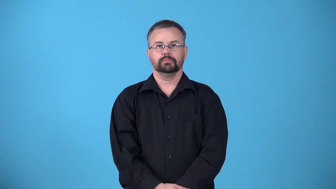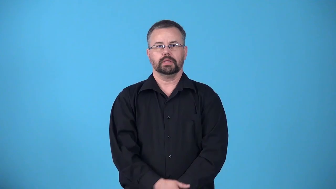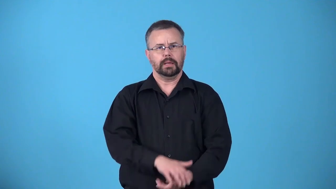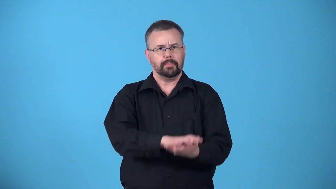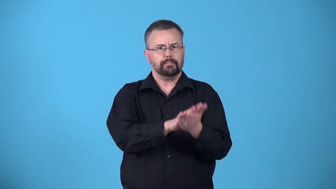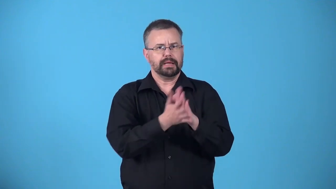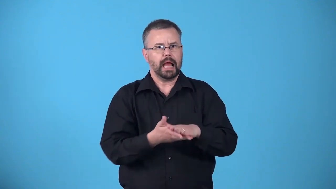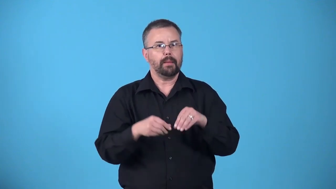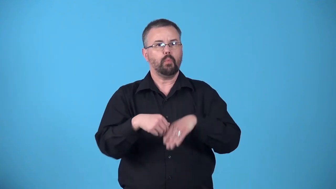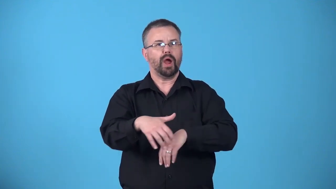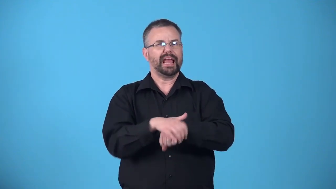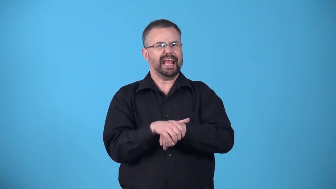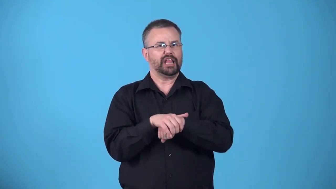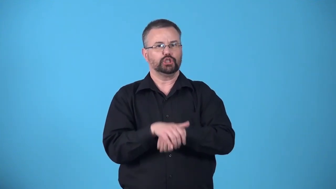anglicize